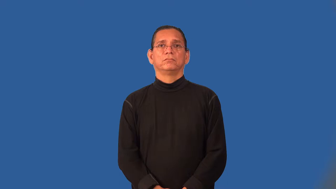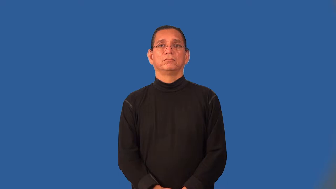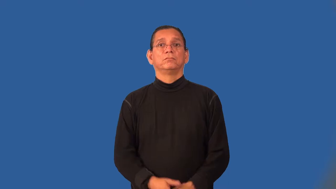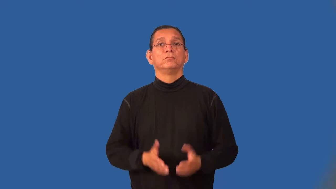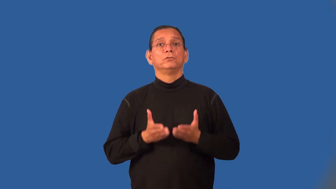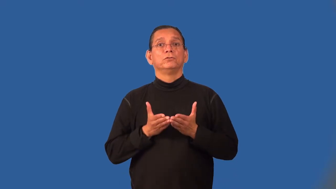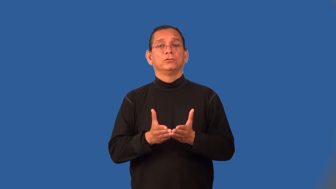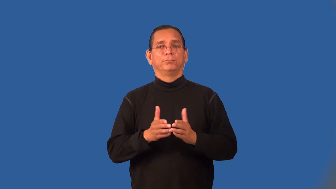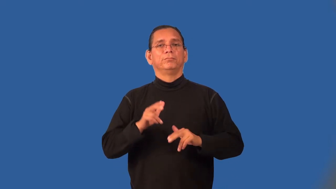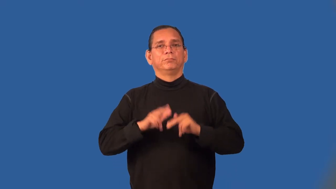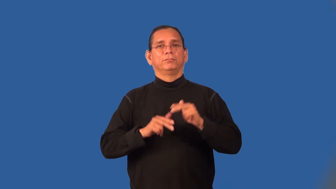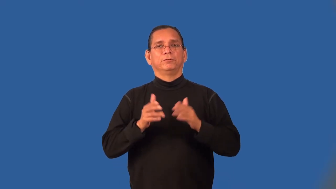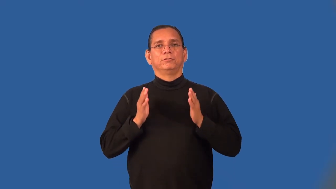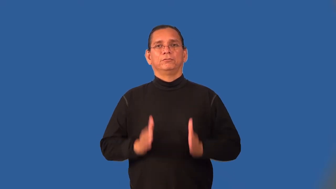shipbuilder